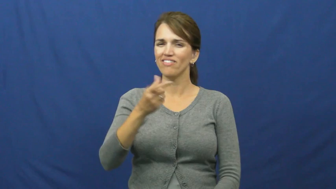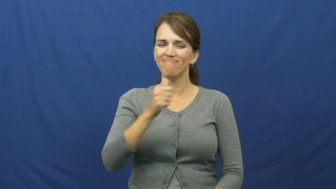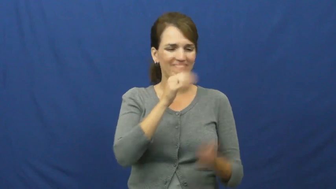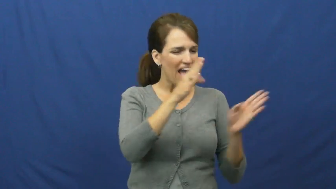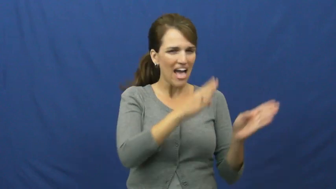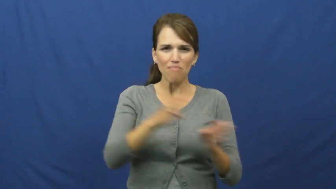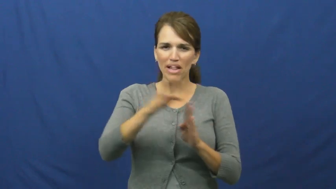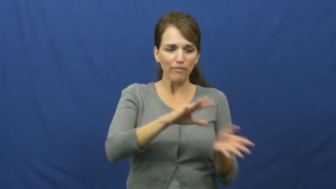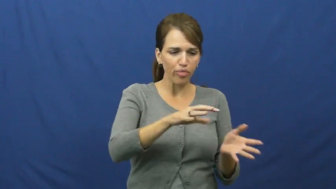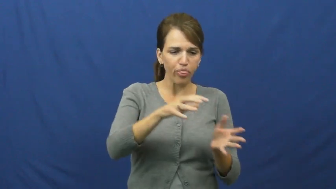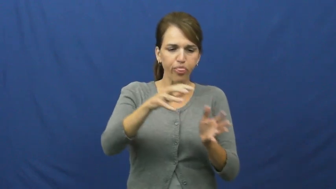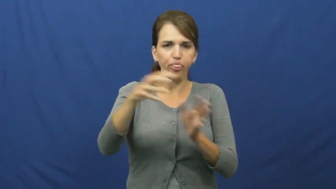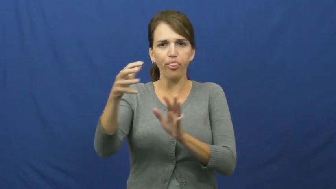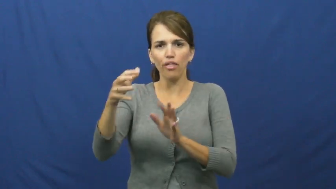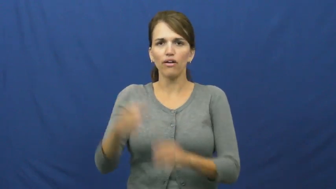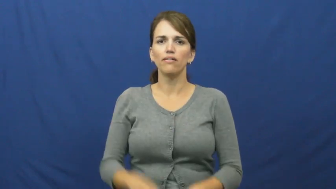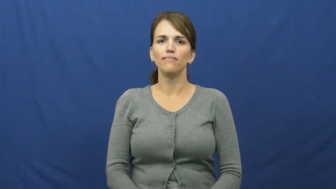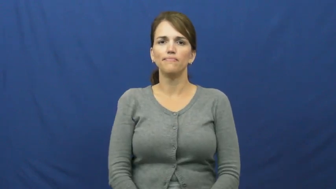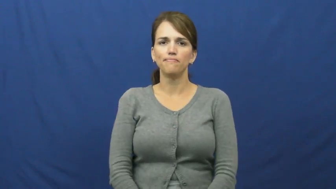"catch as catch can"